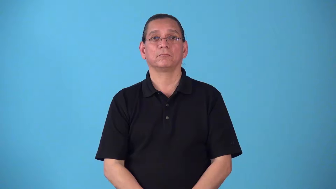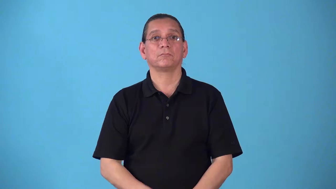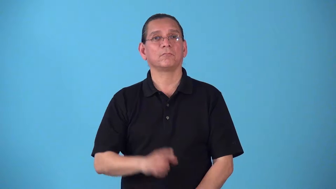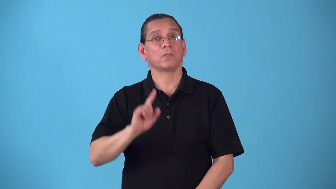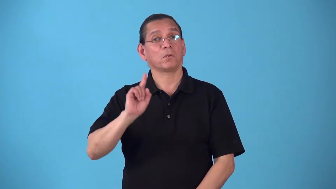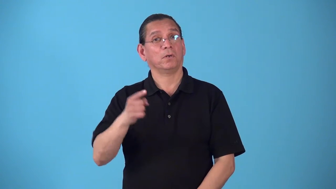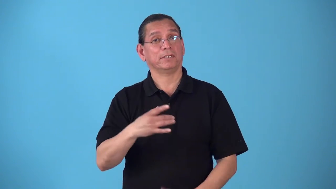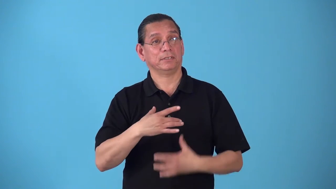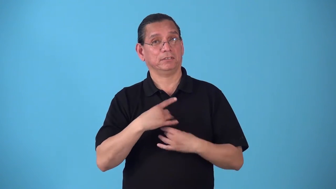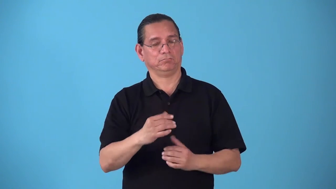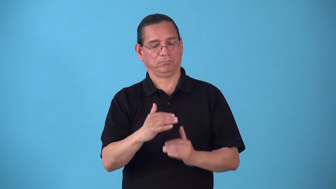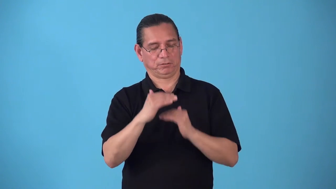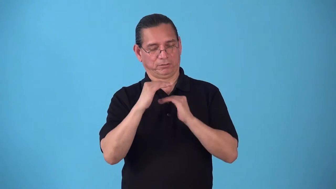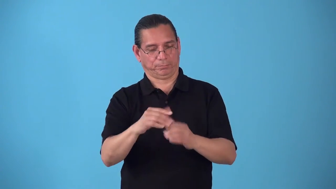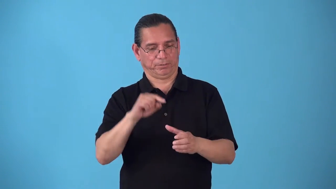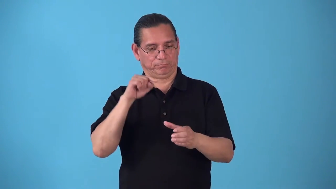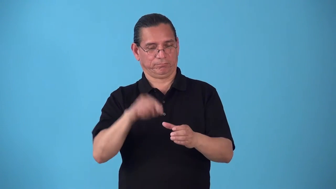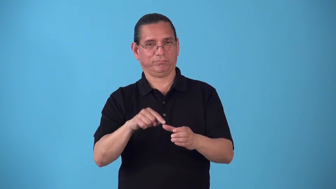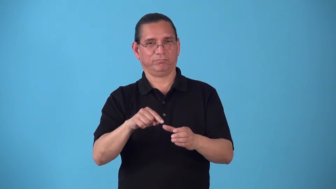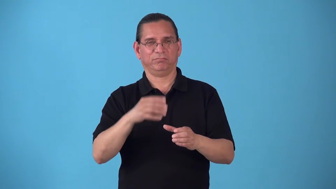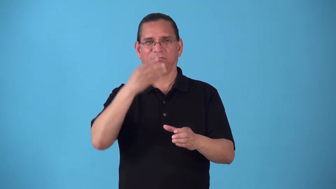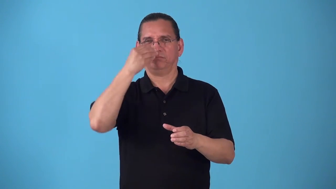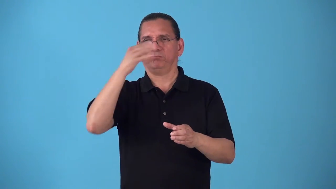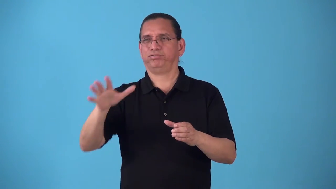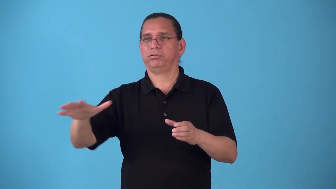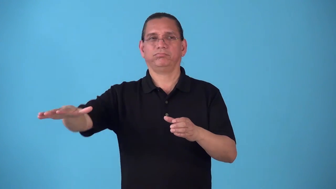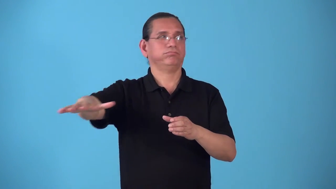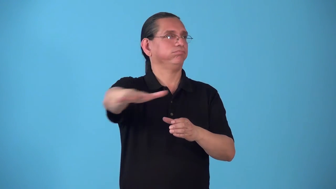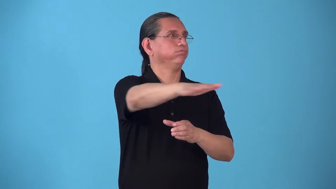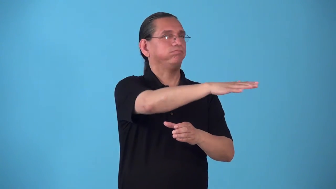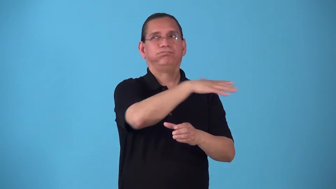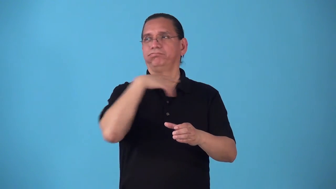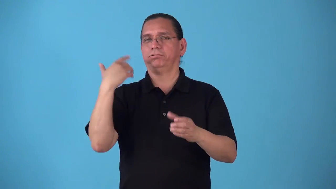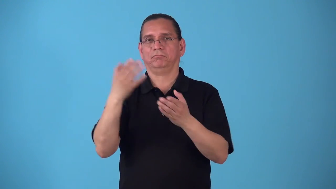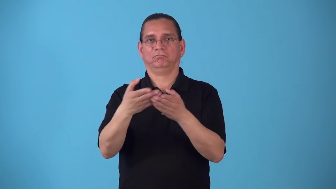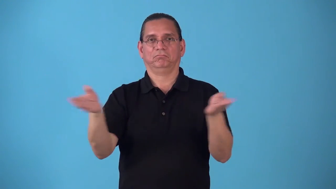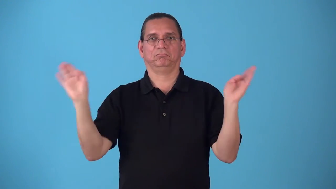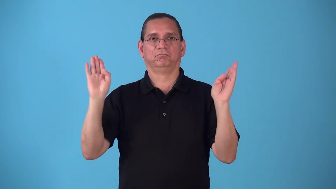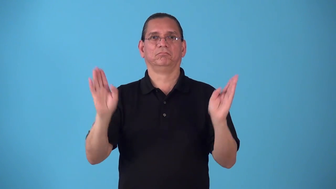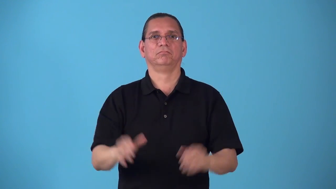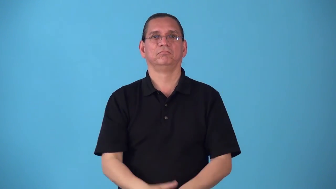sectionalism